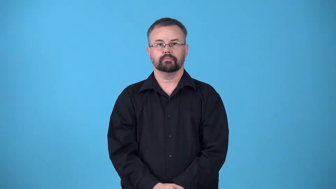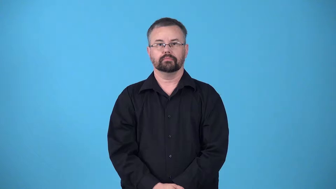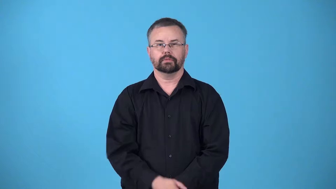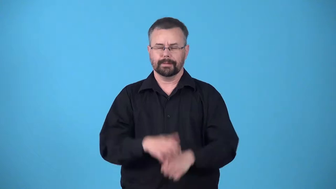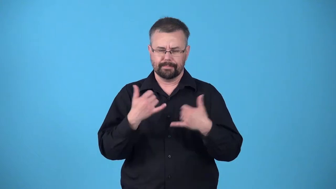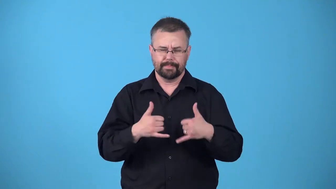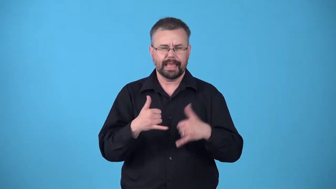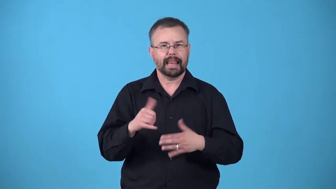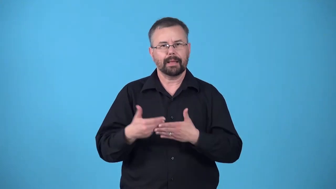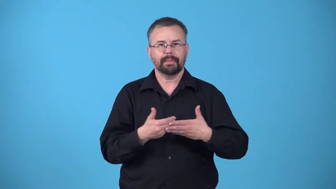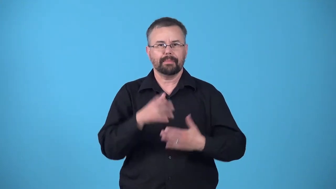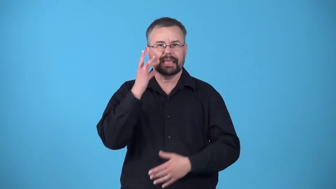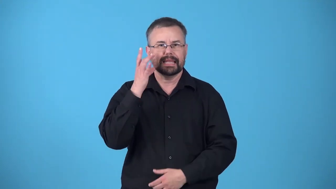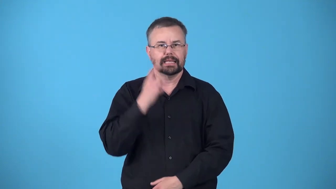kittenlike,kittenish